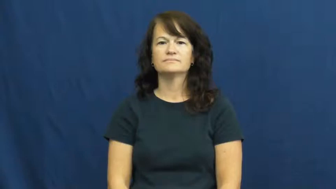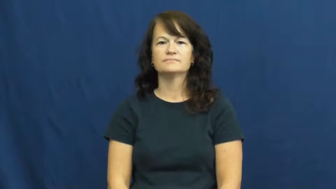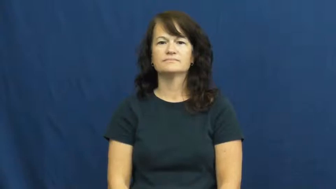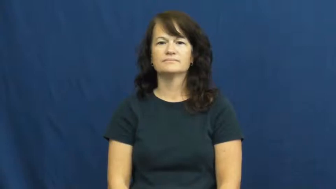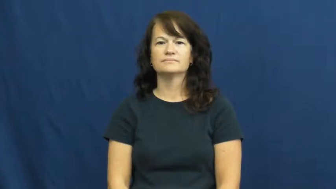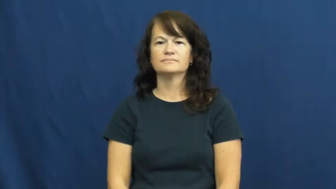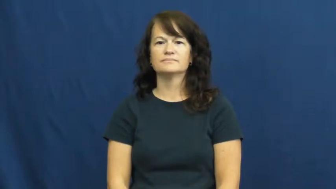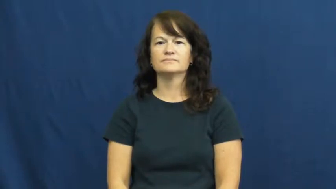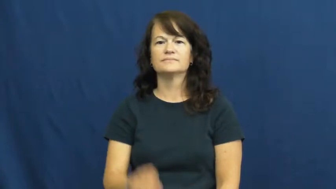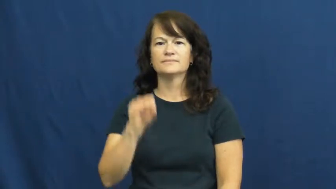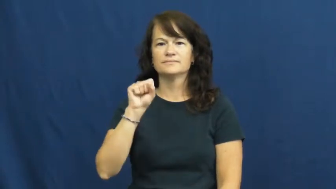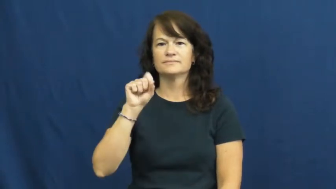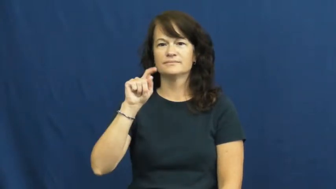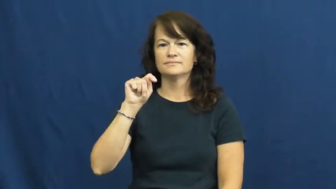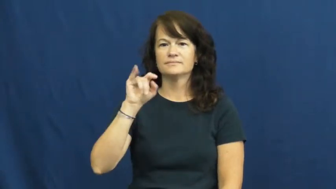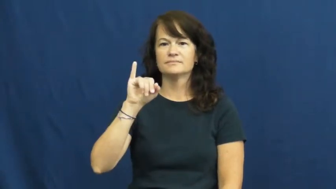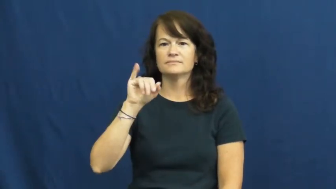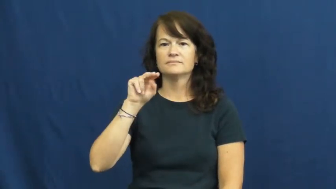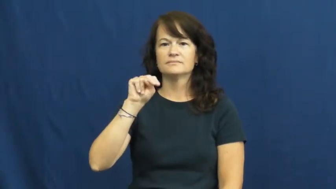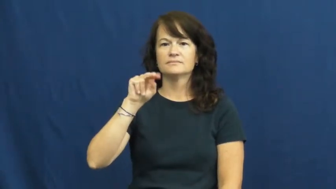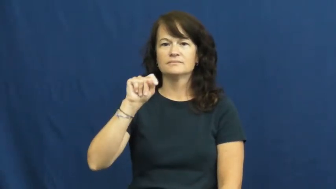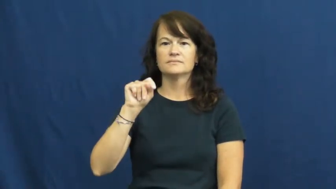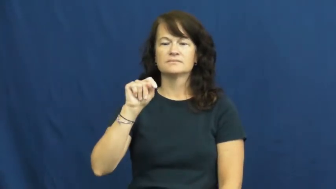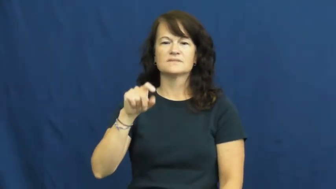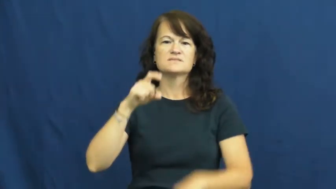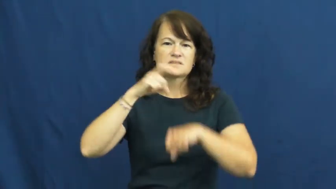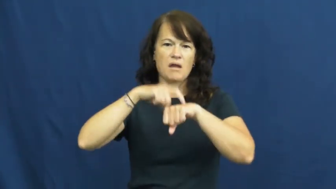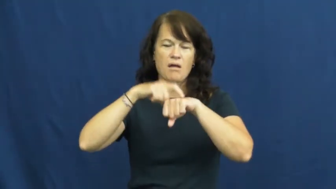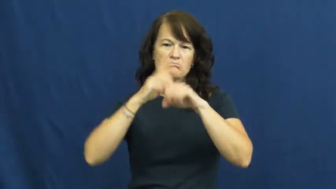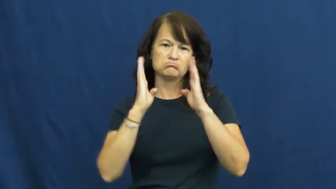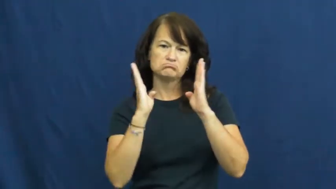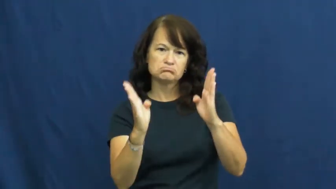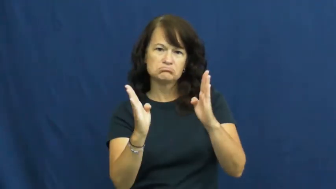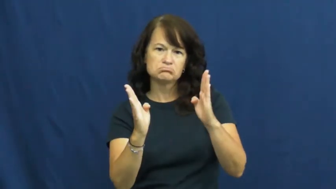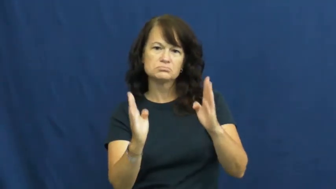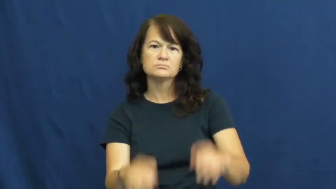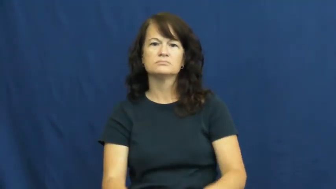stint